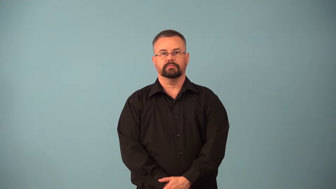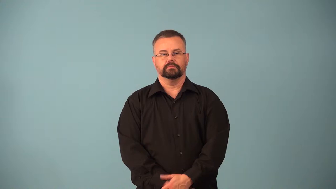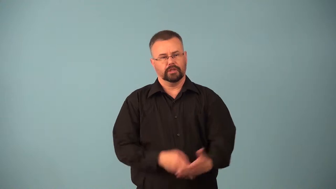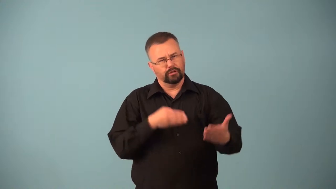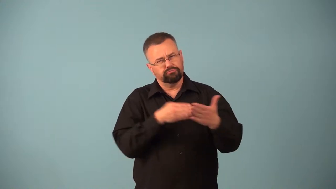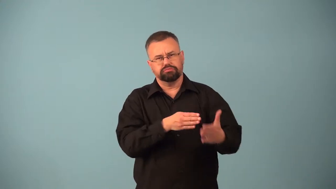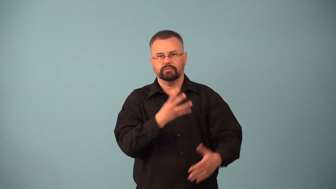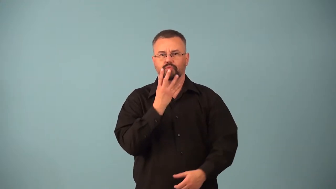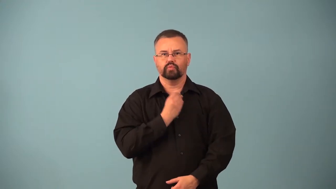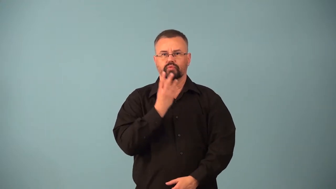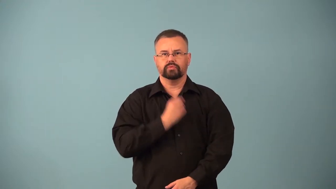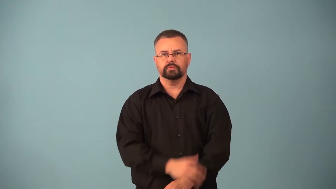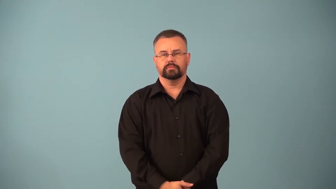anti-semitic,antisemitism